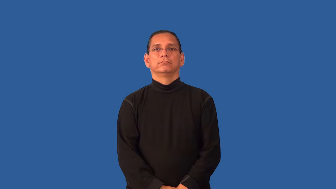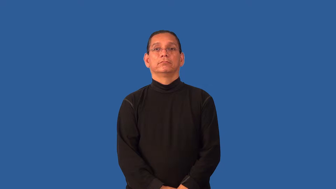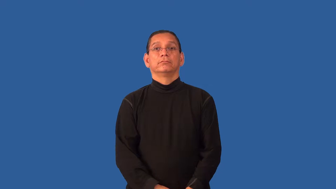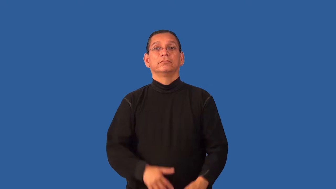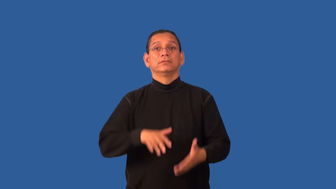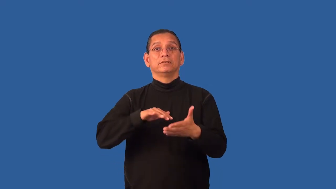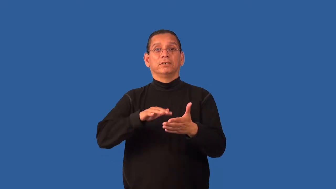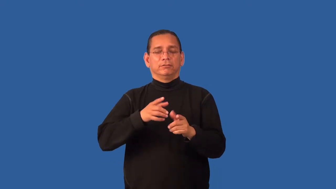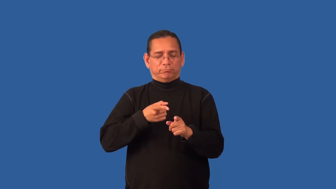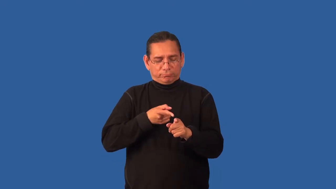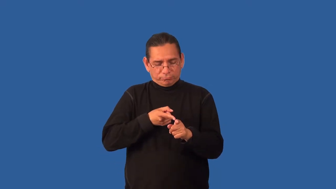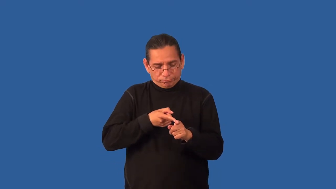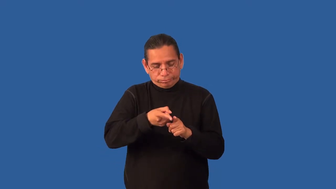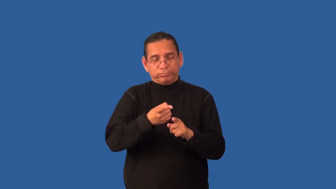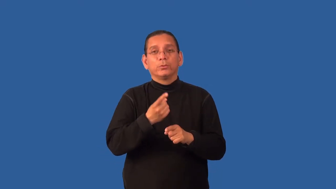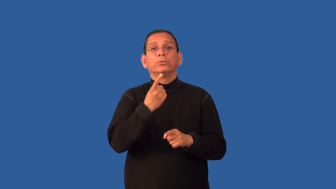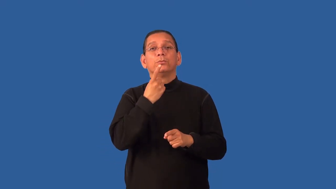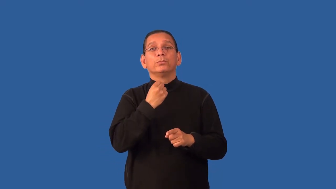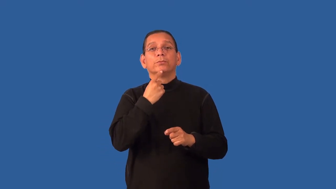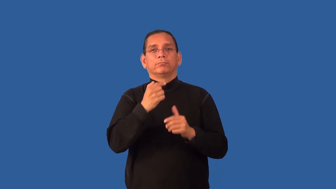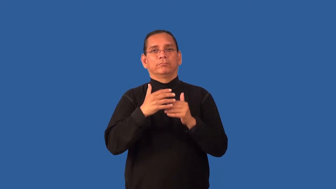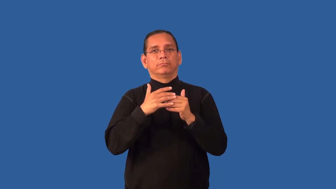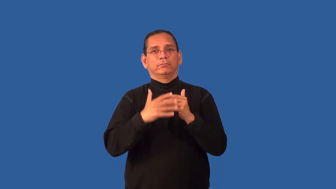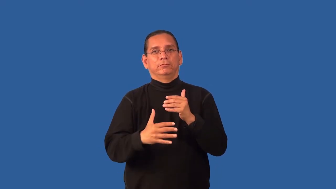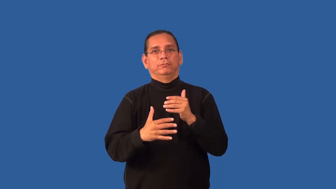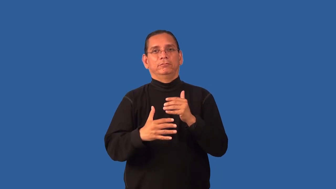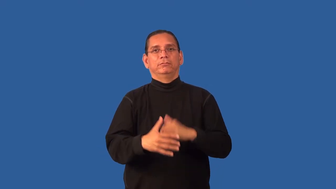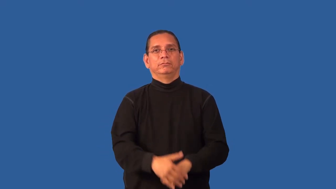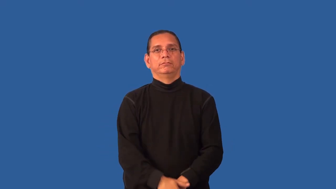hematology